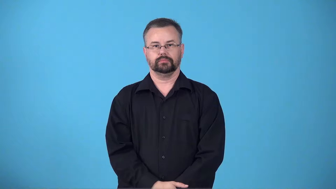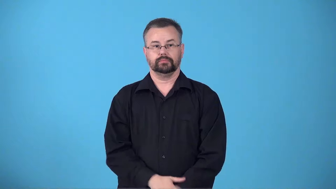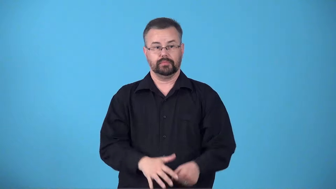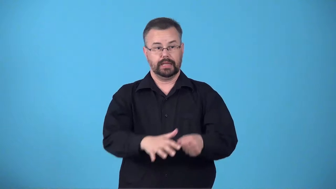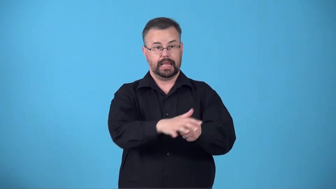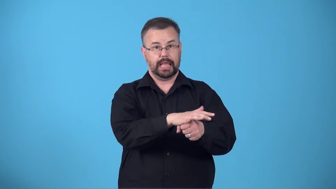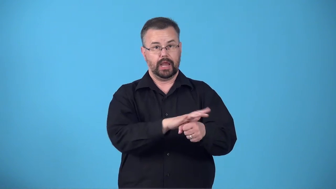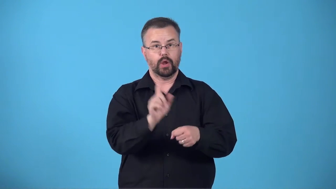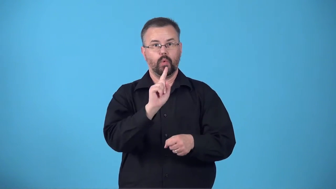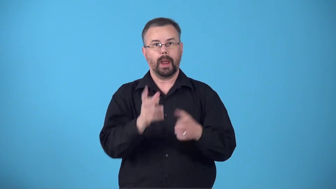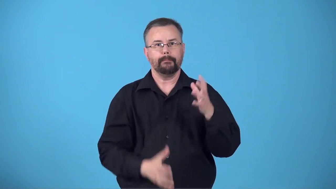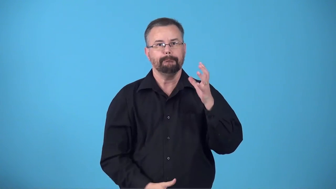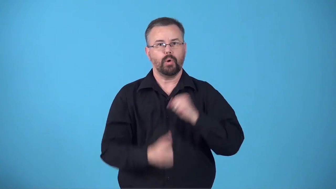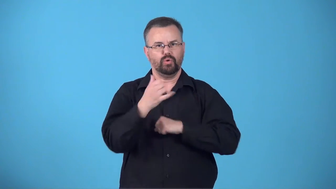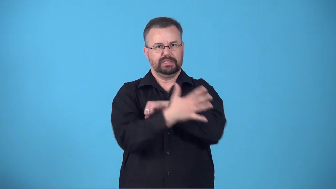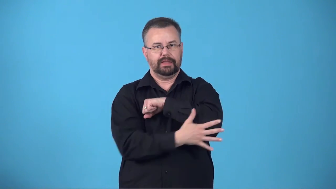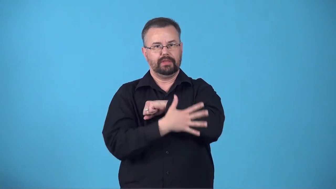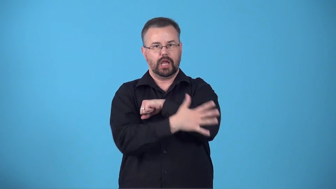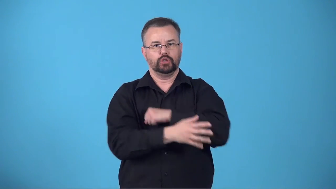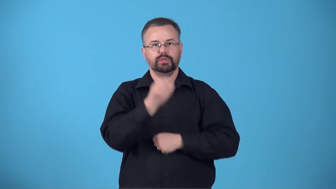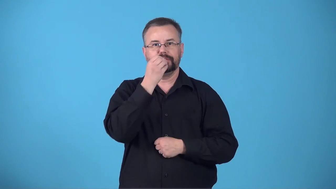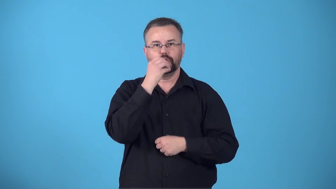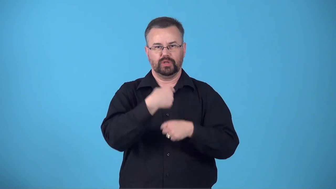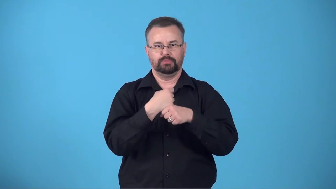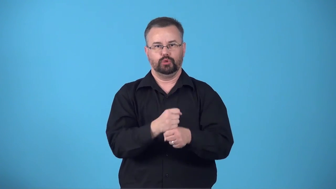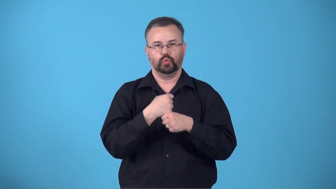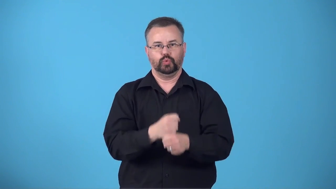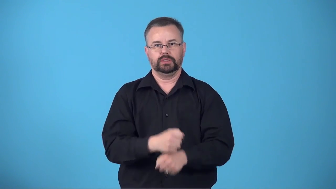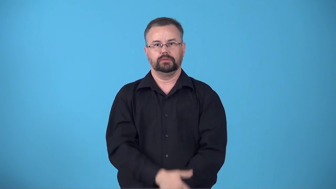breadbasket-area where most of a country's food is produced